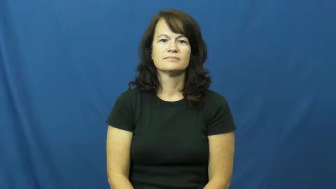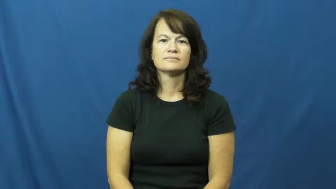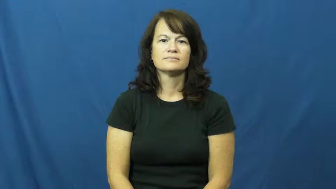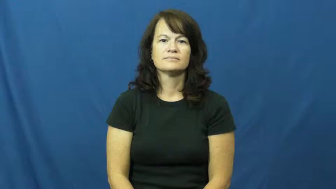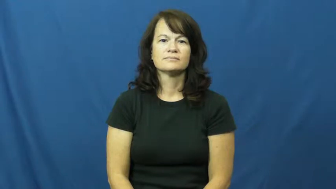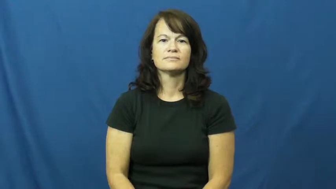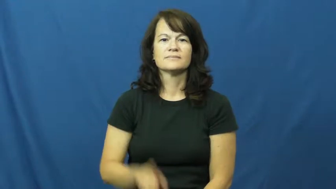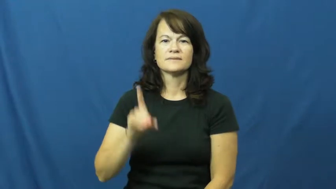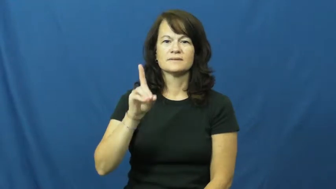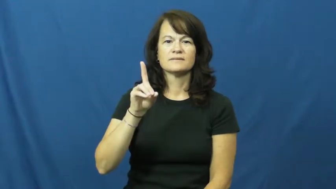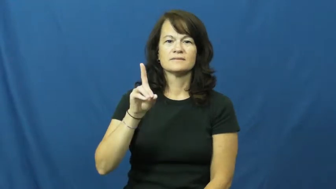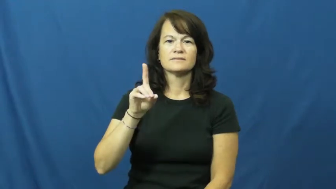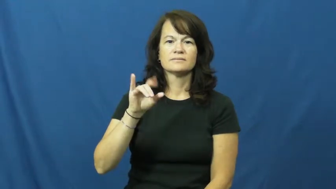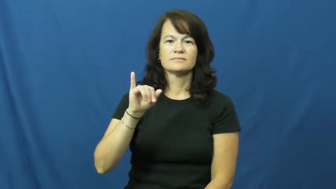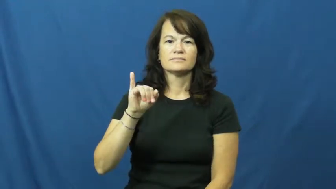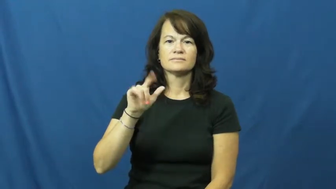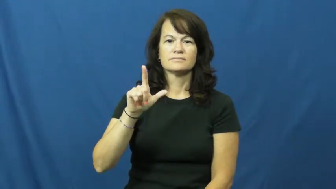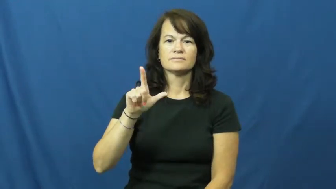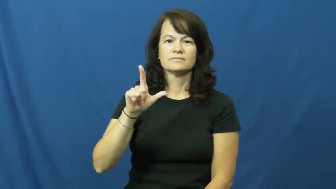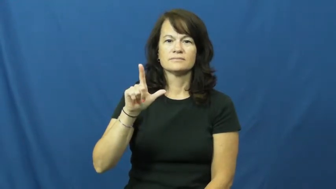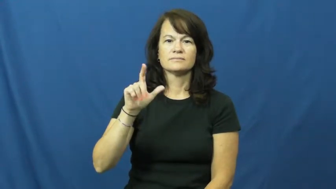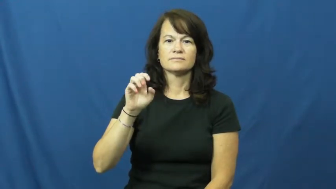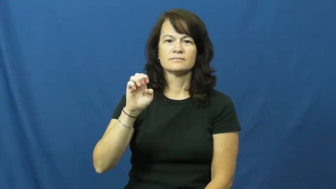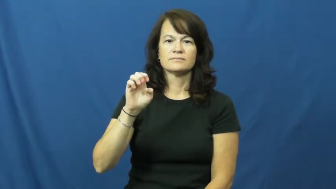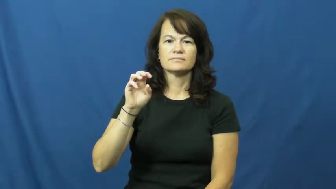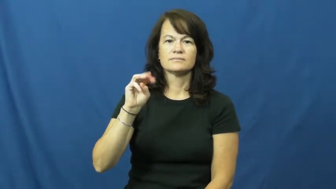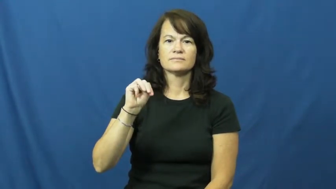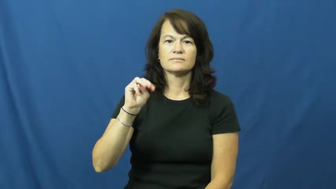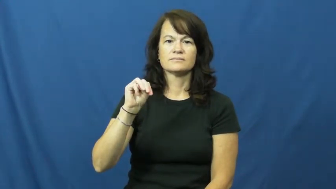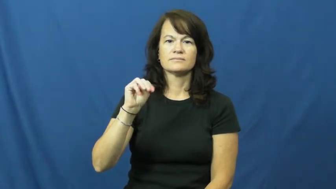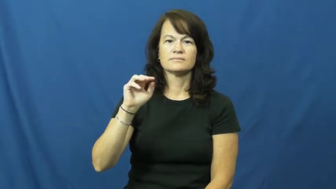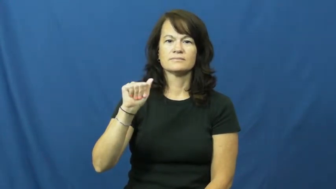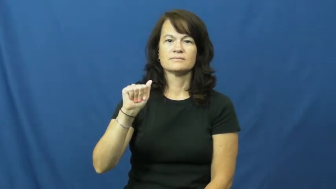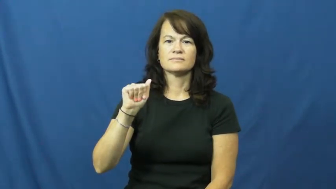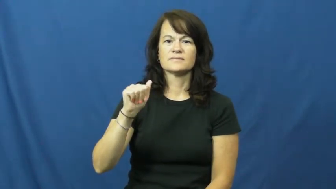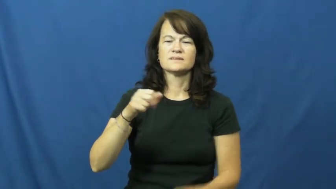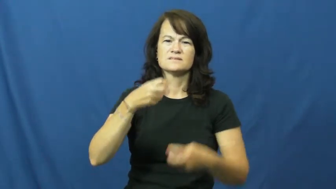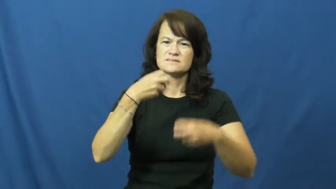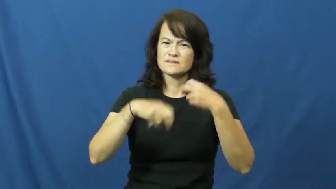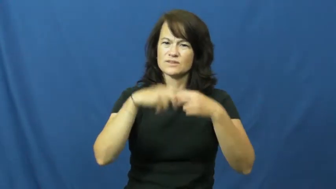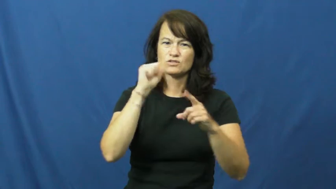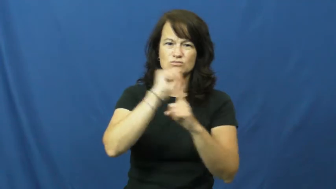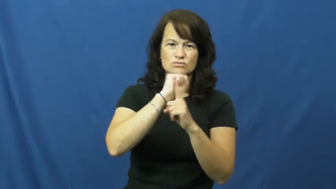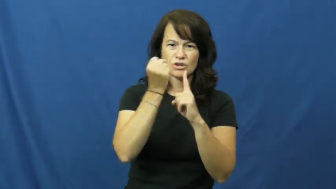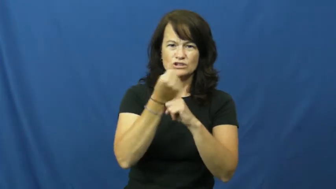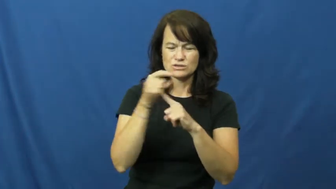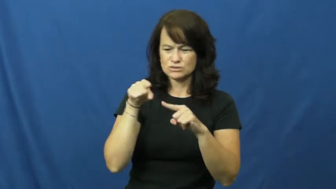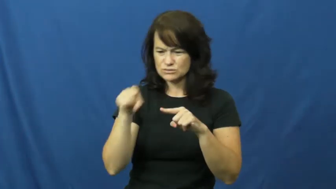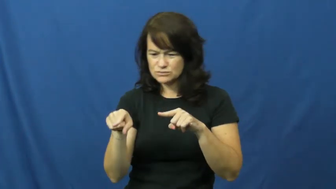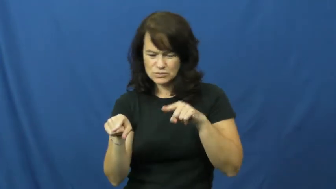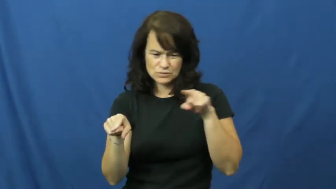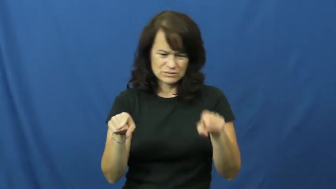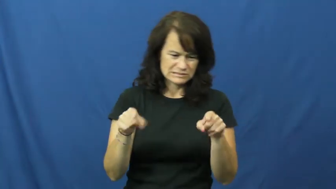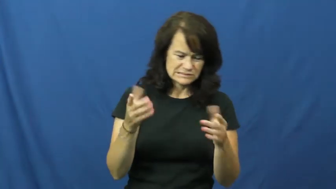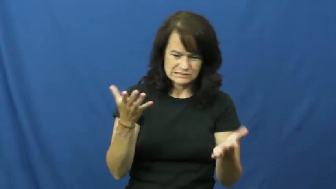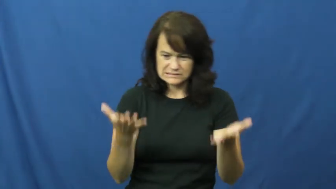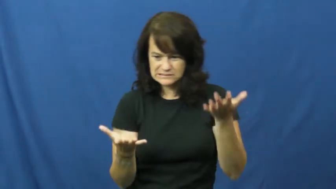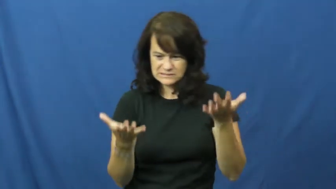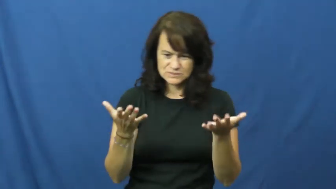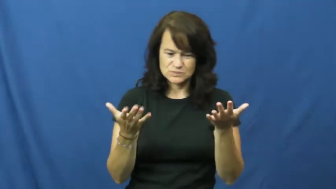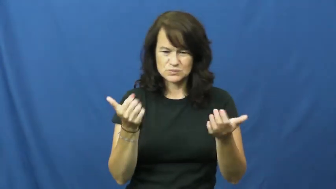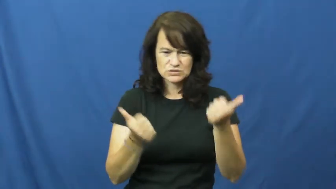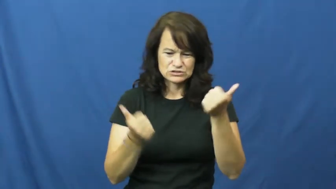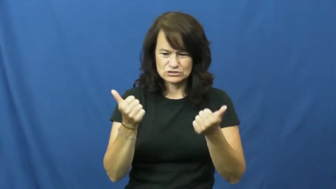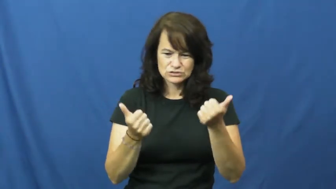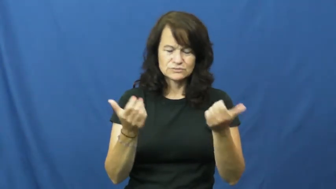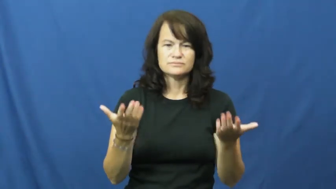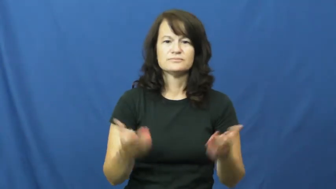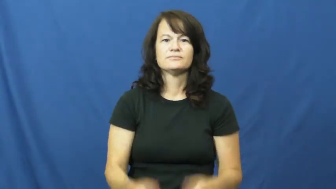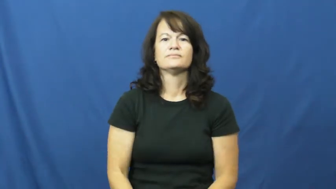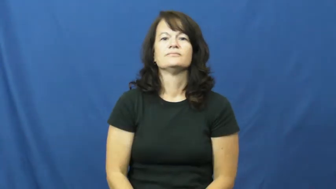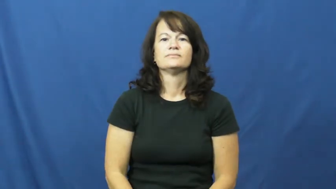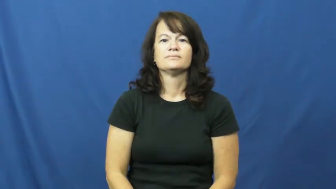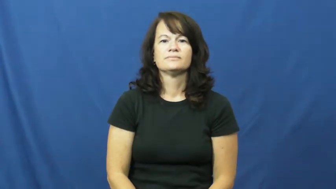dilemma